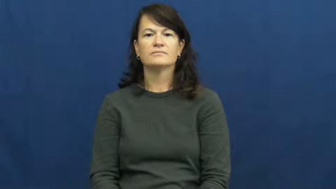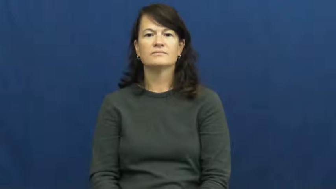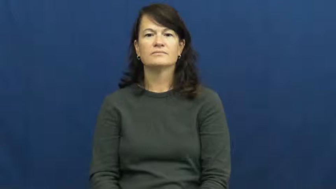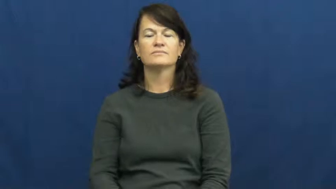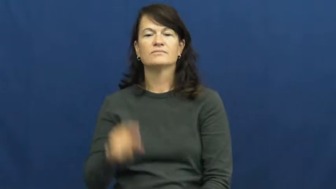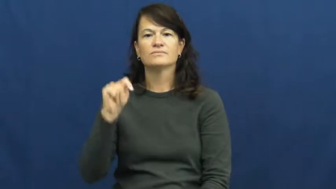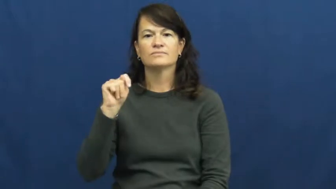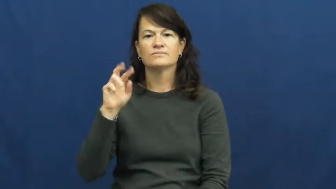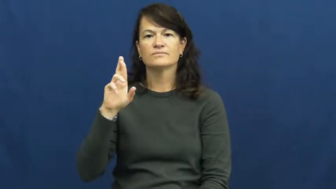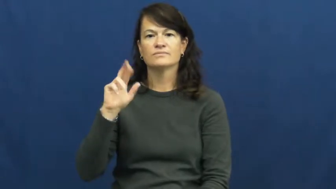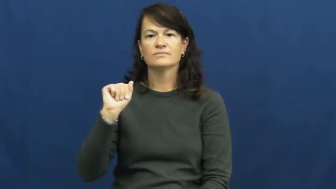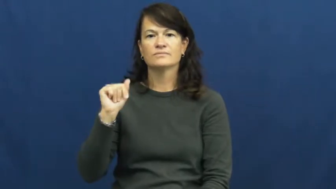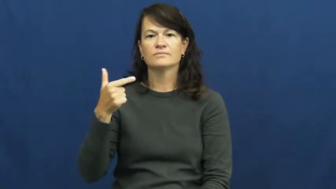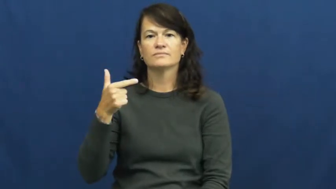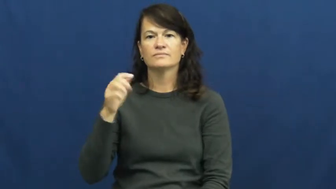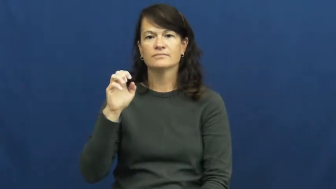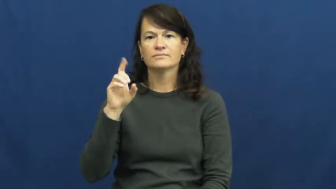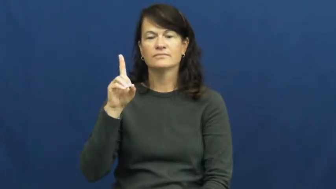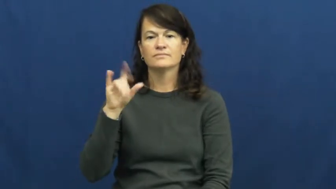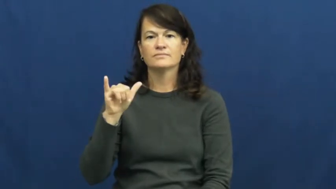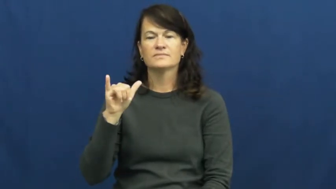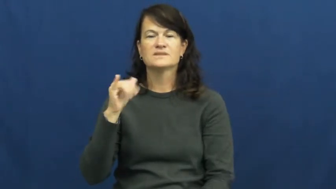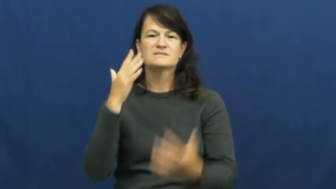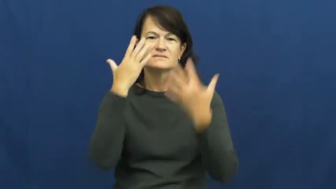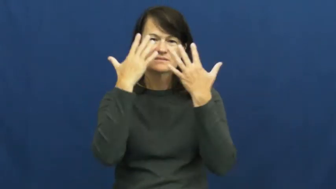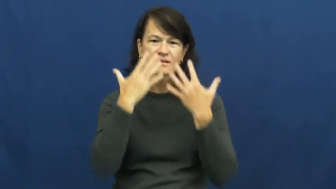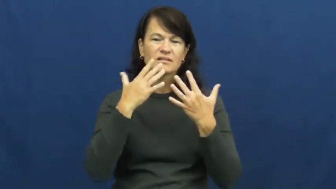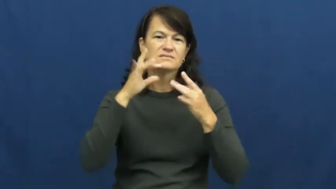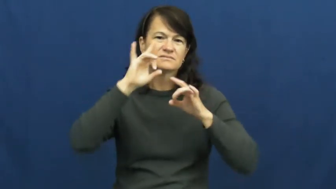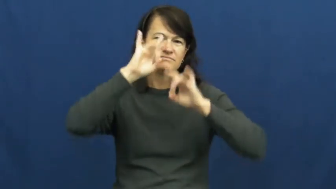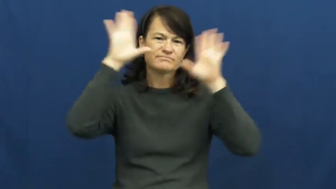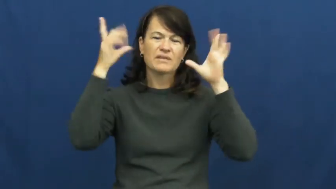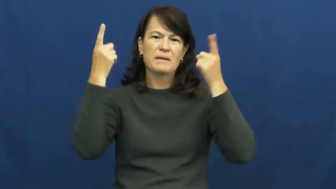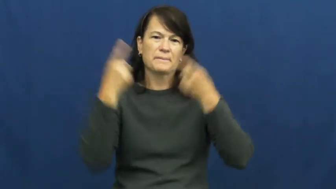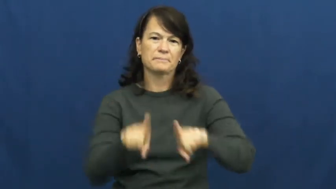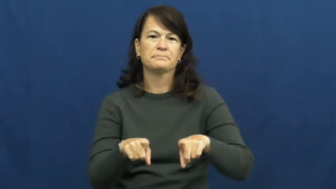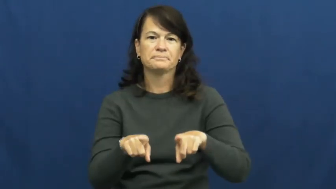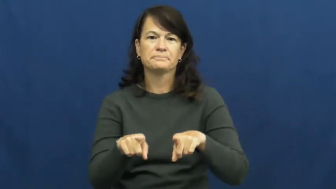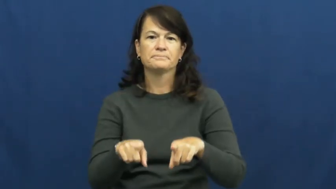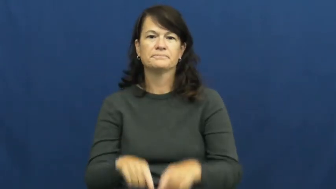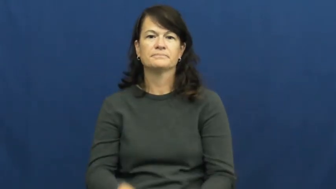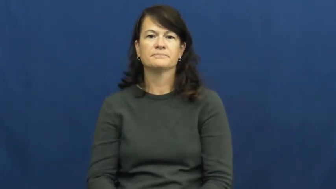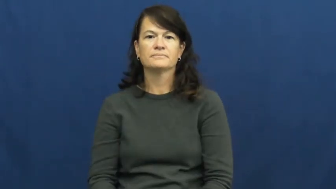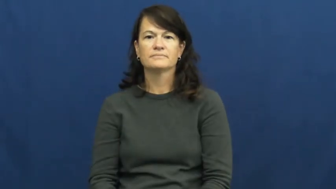tragic